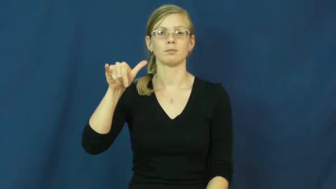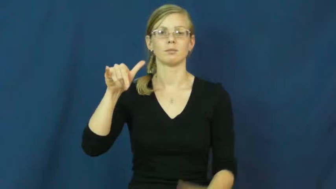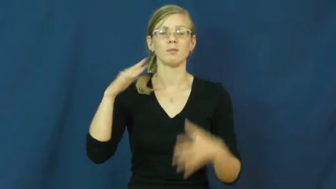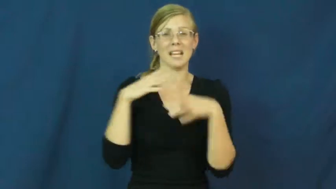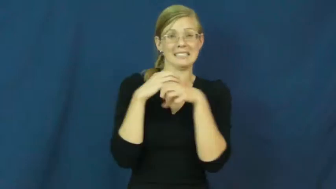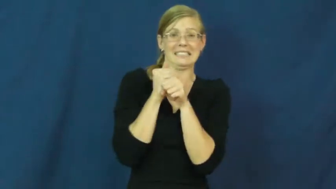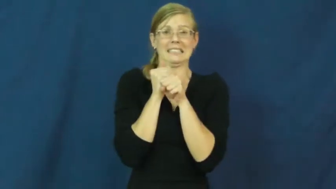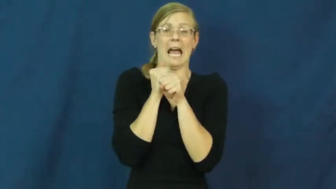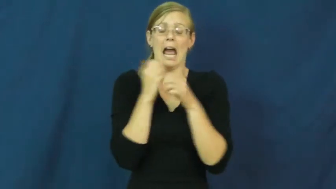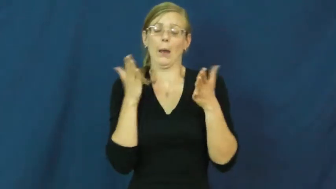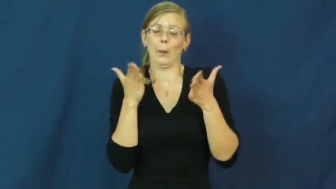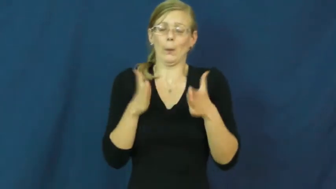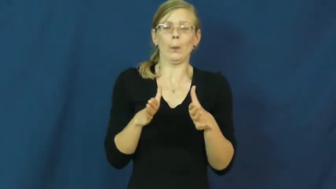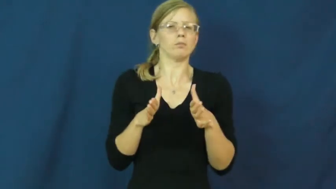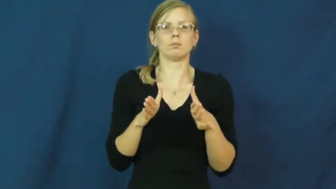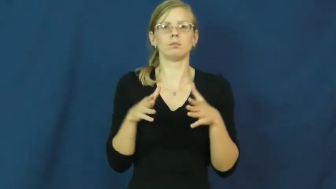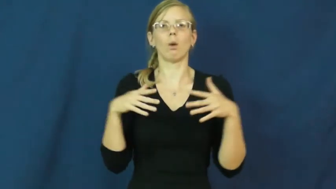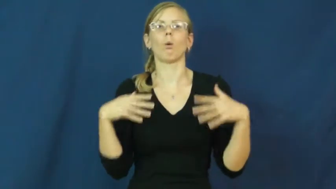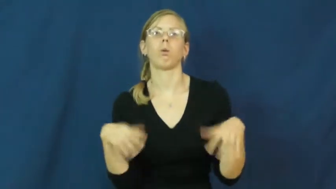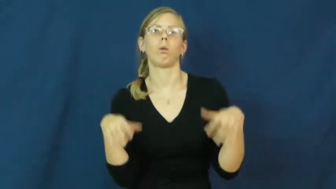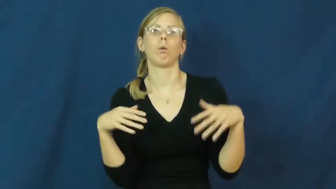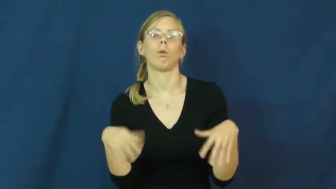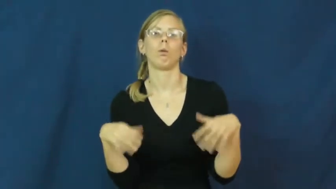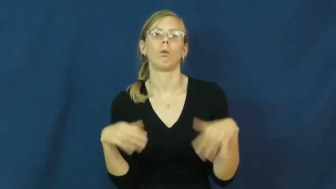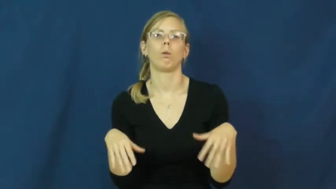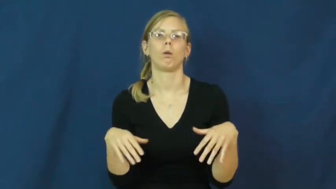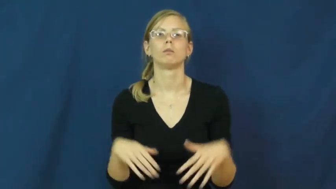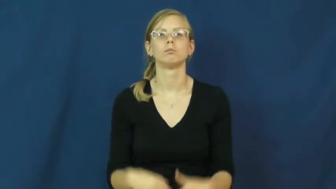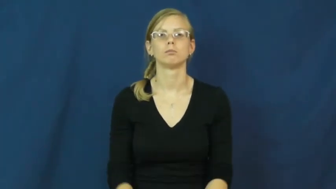baggy,loose,saggy,unfitted,bag